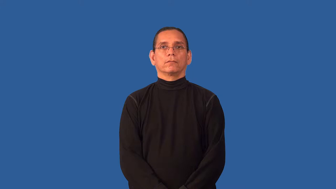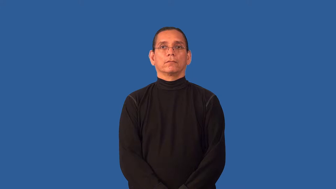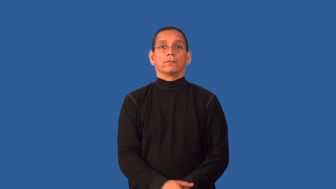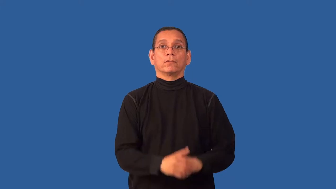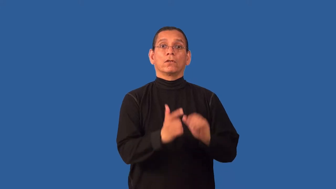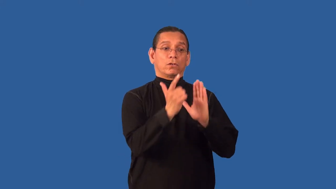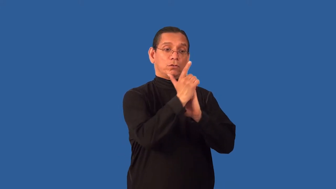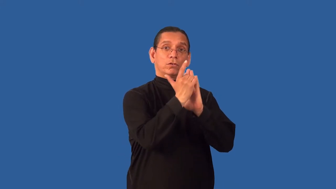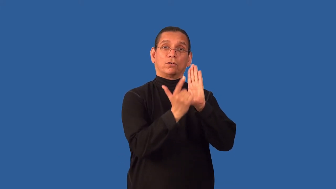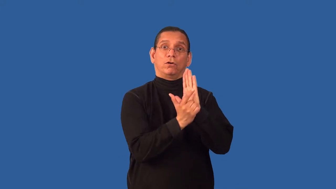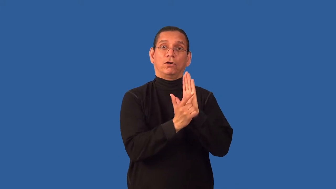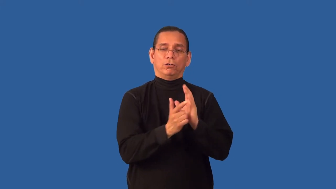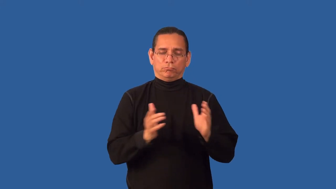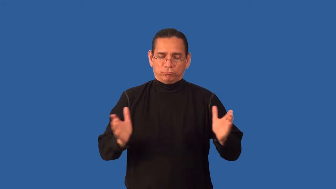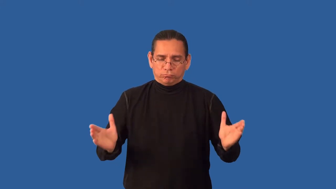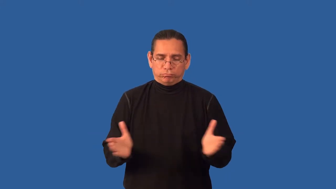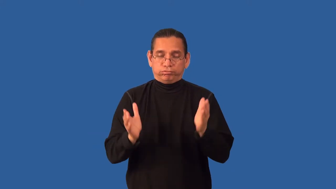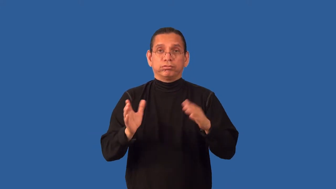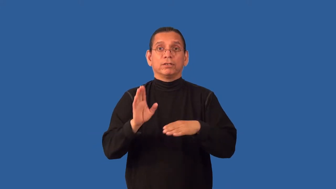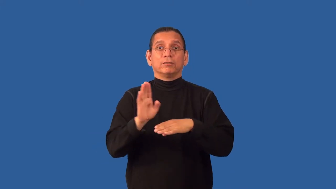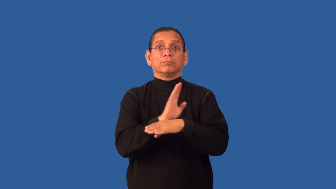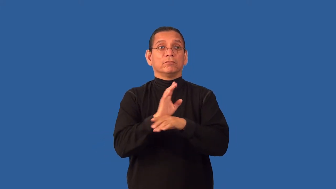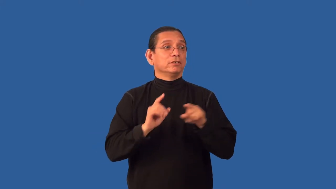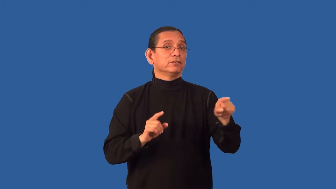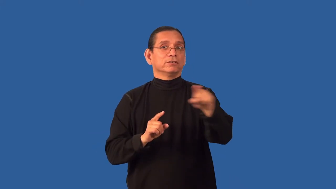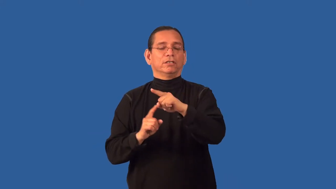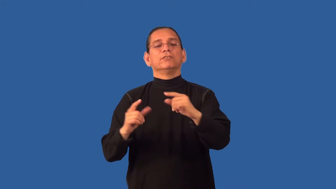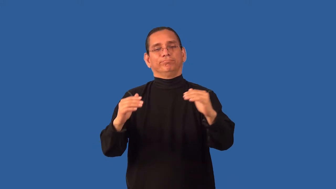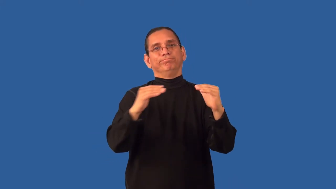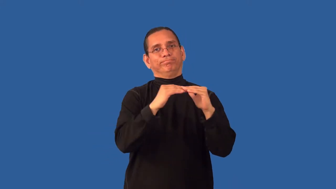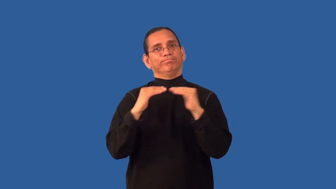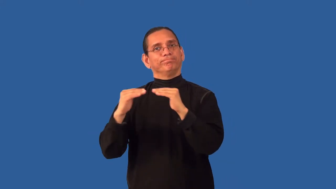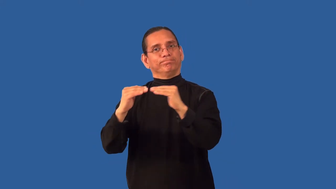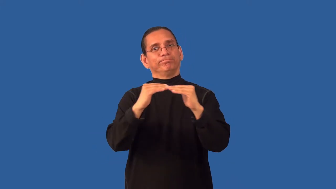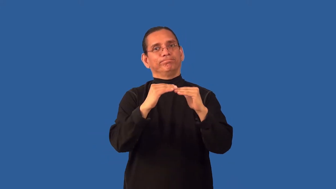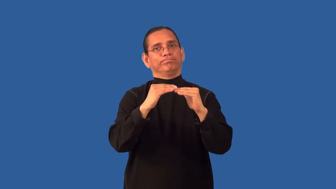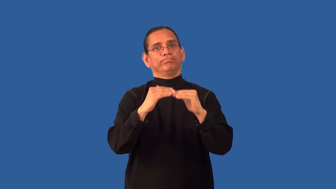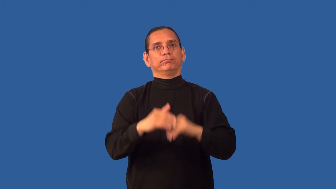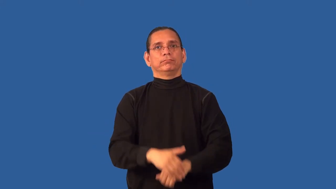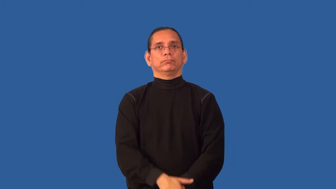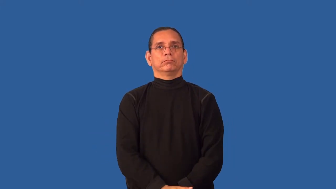antitrust